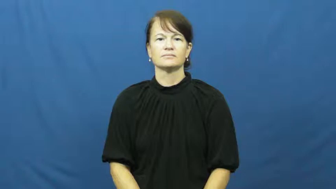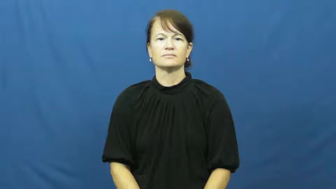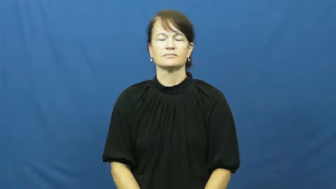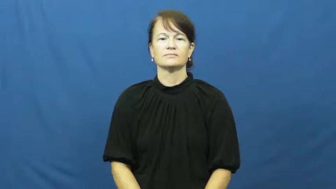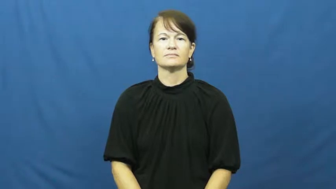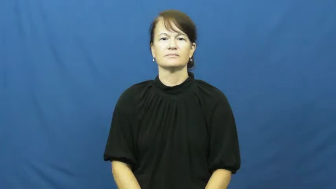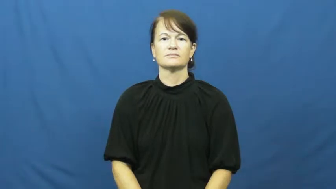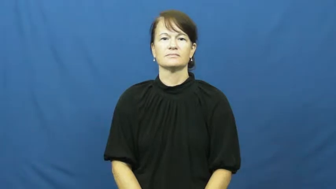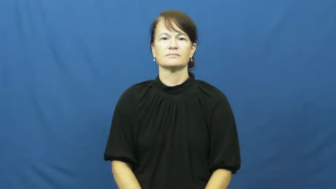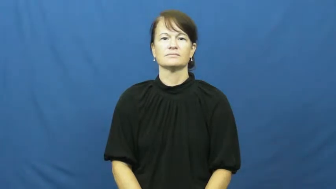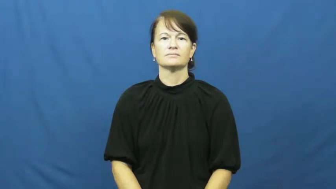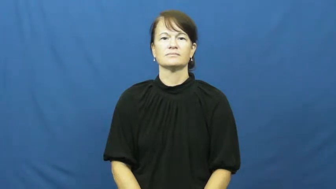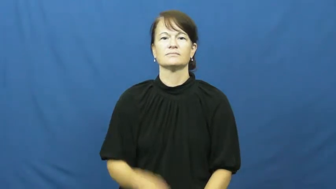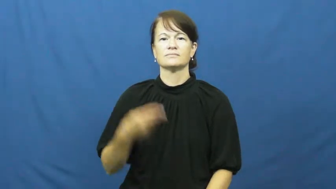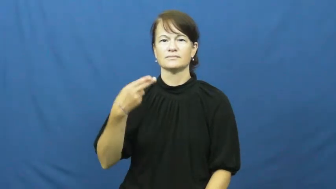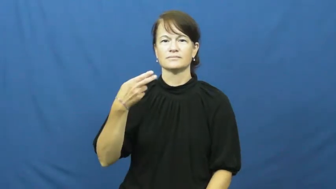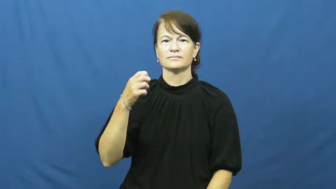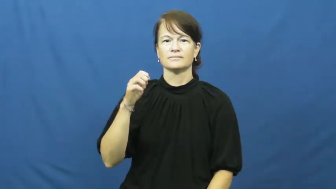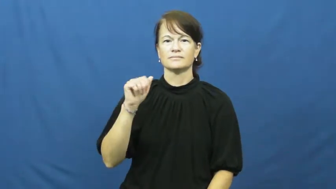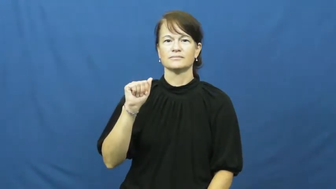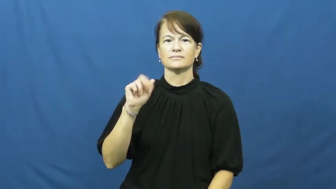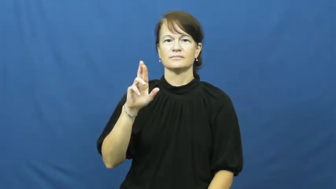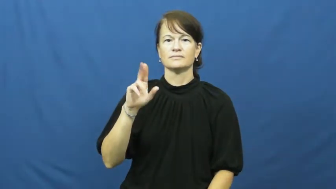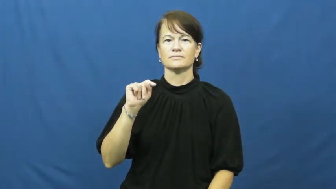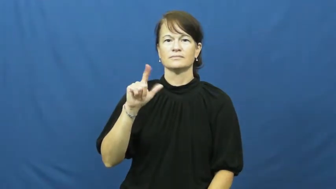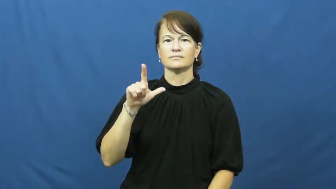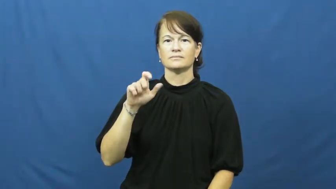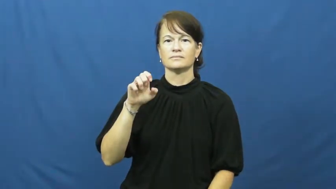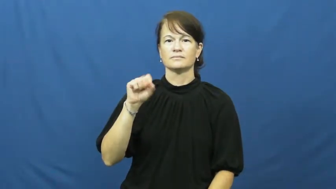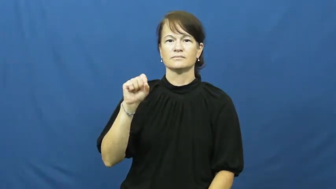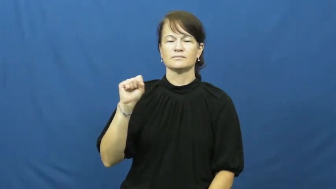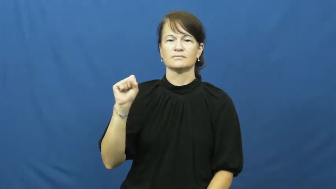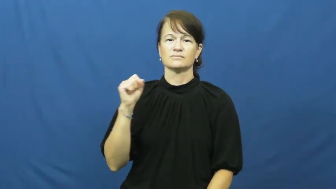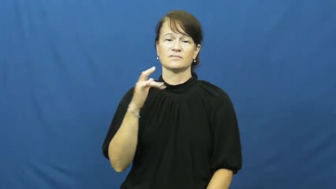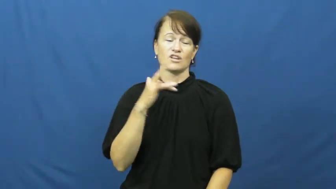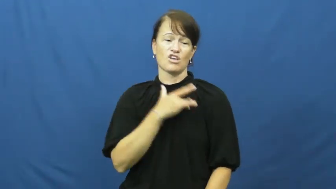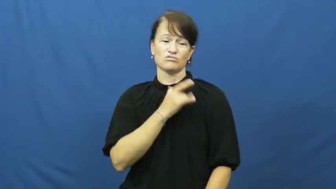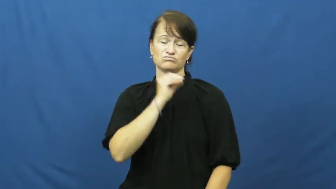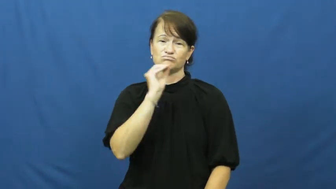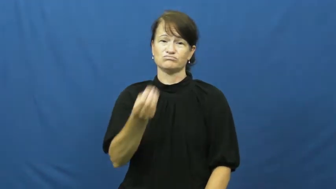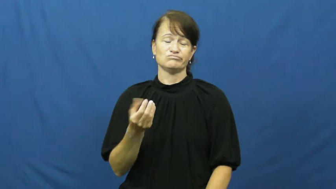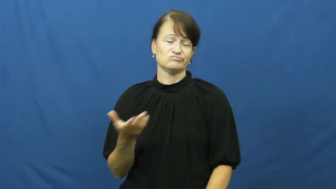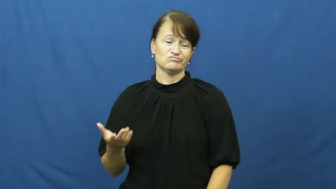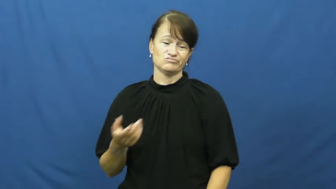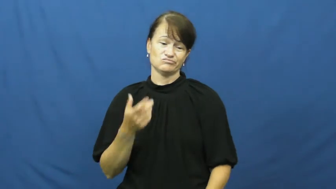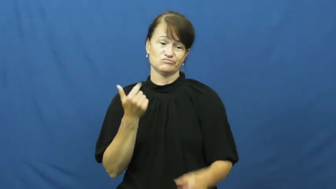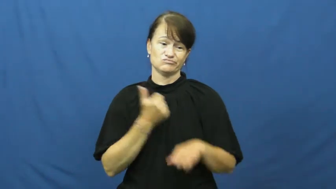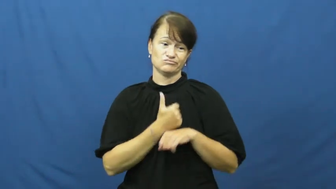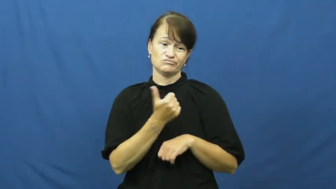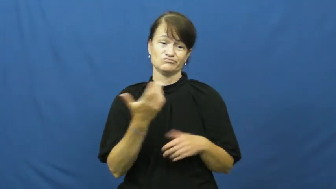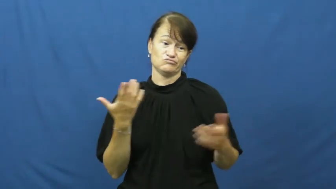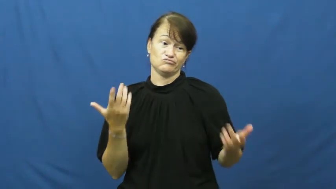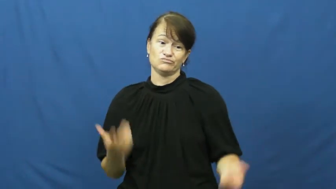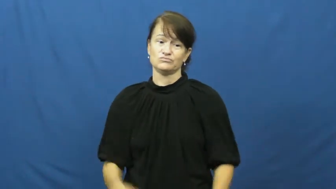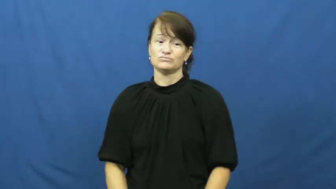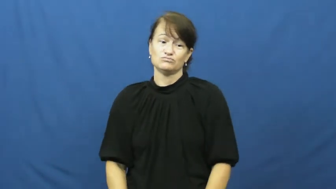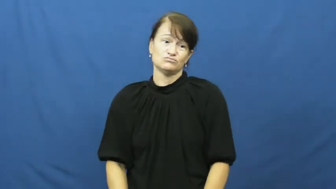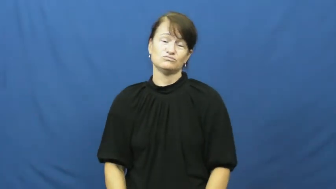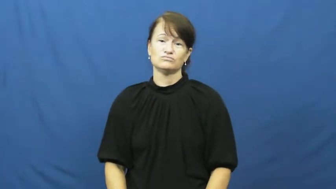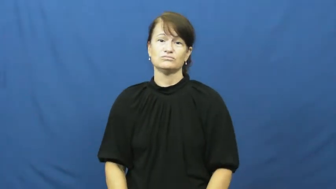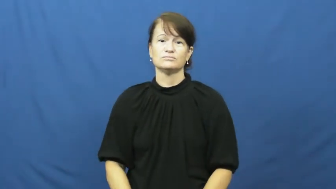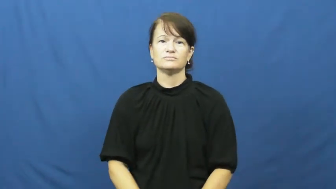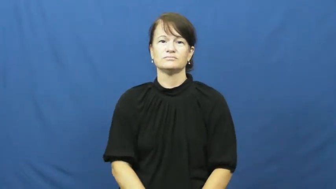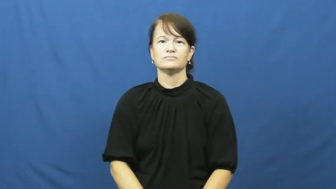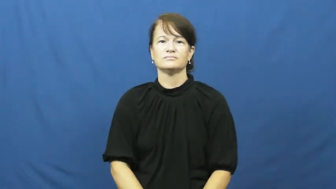heartless